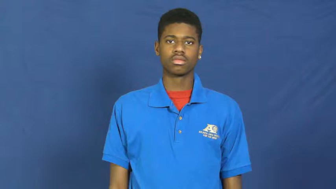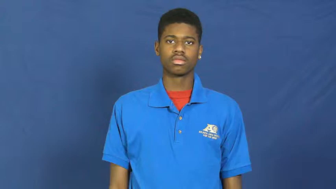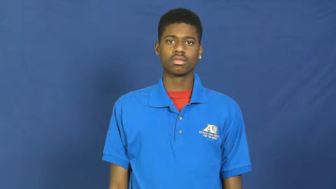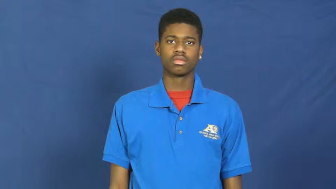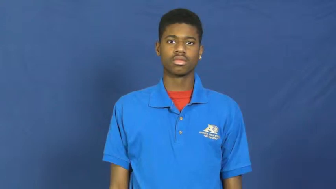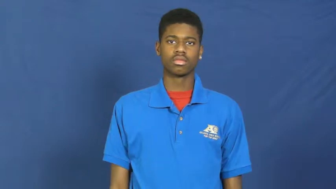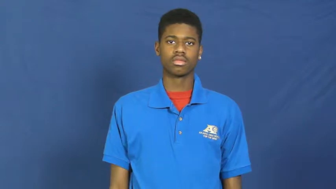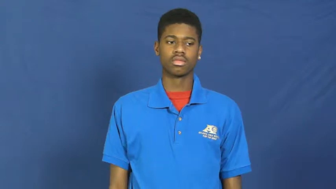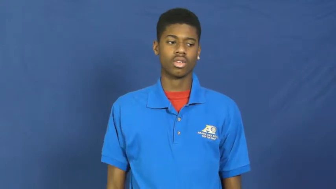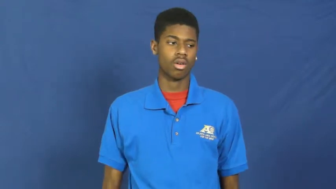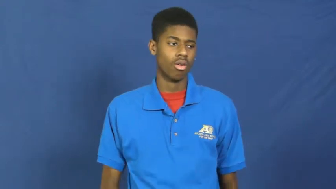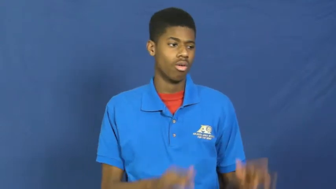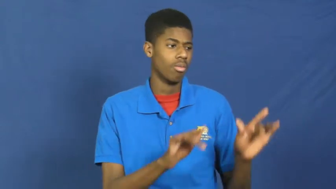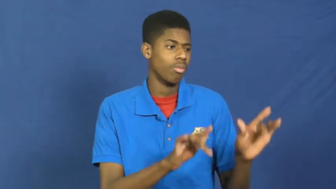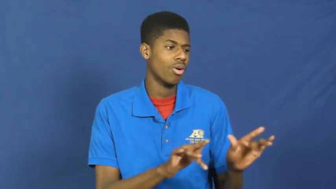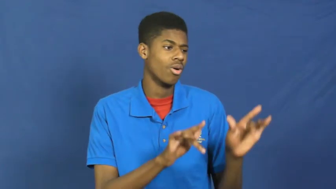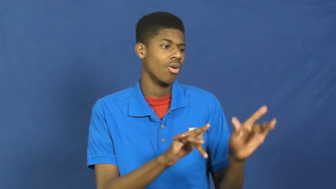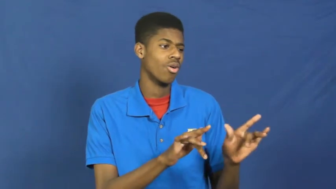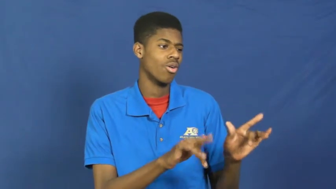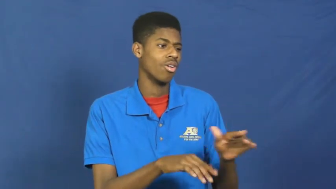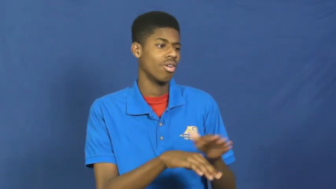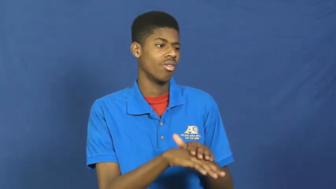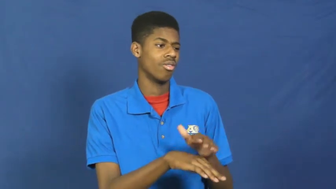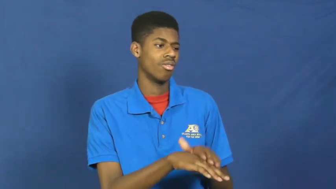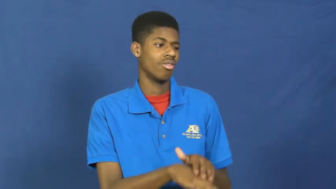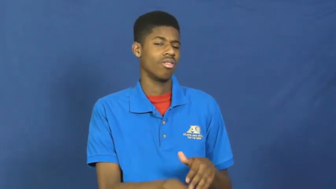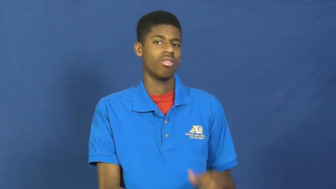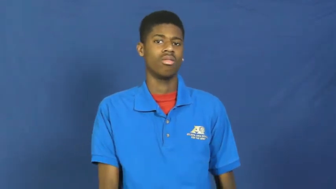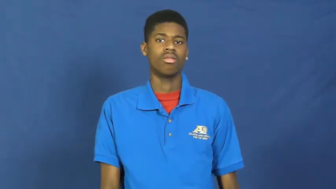pampered